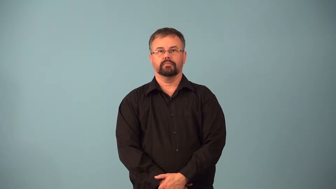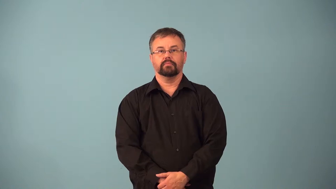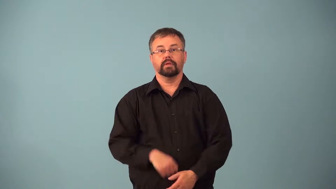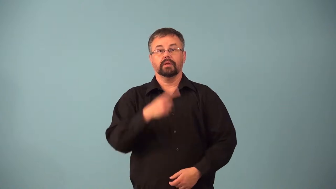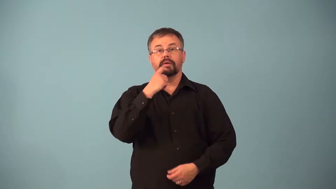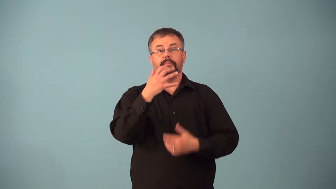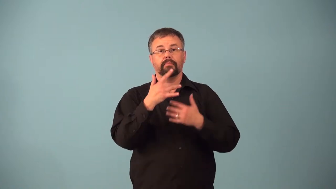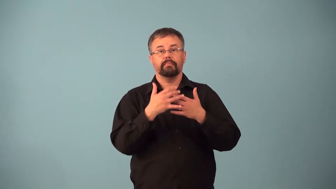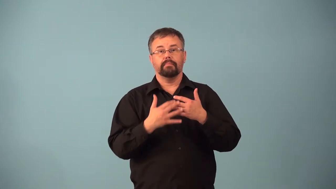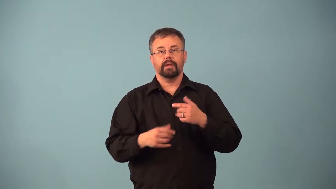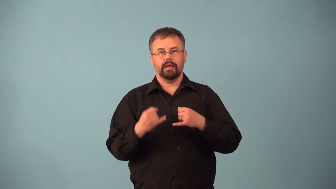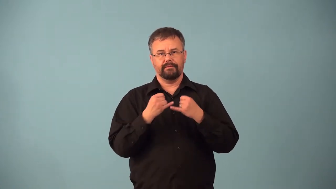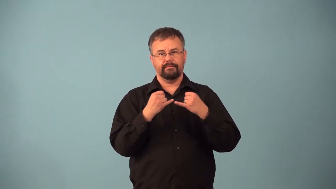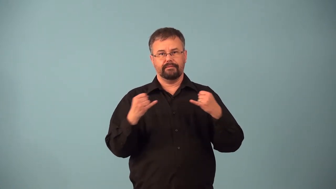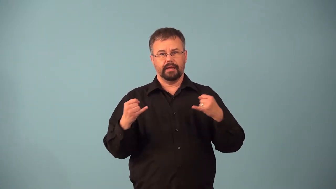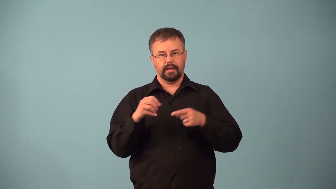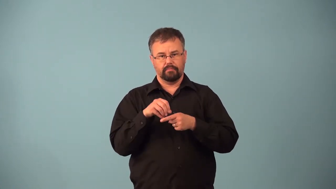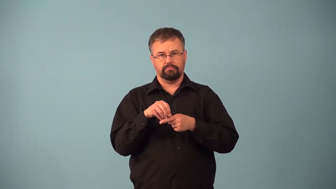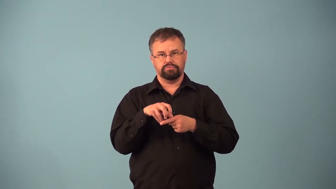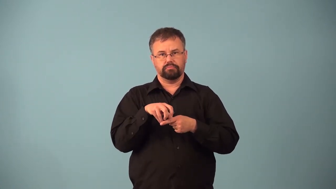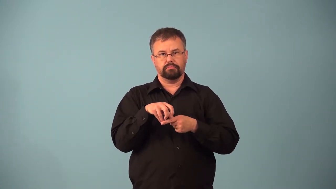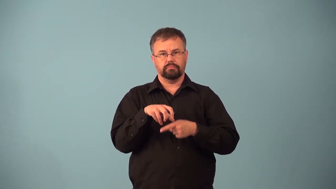aneurysm